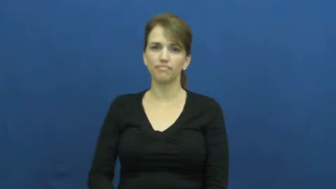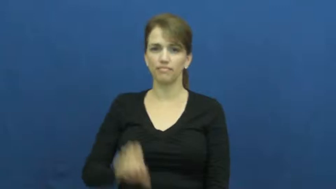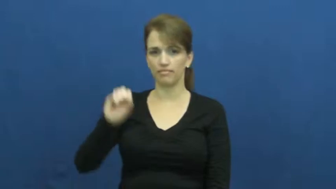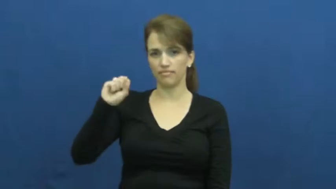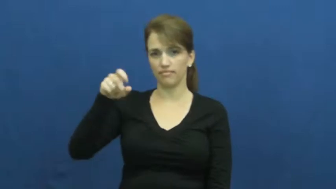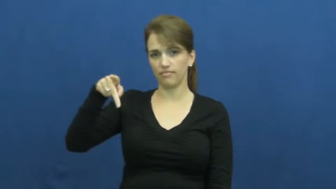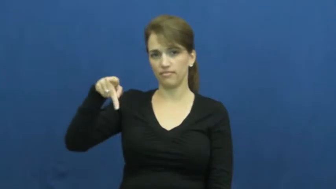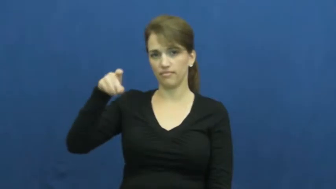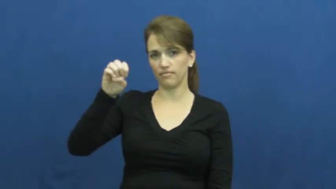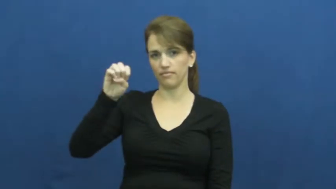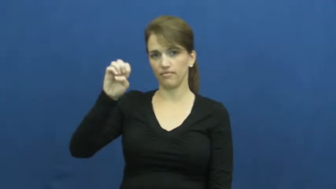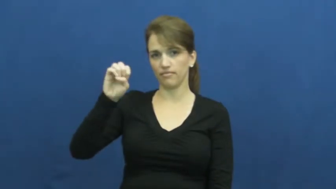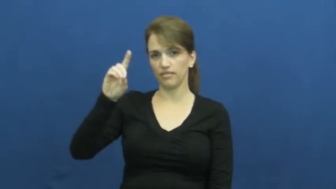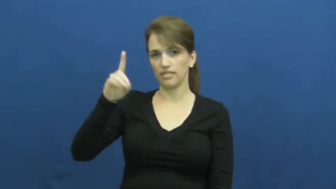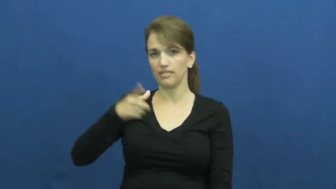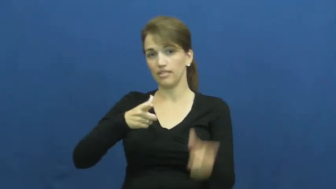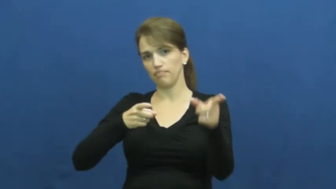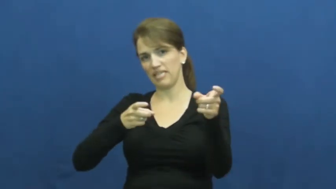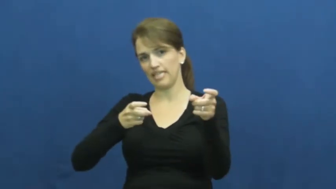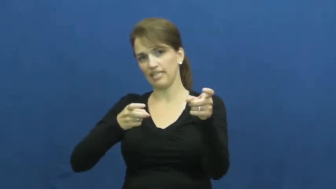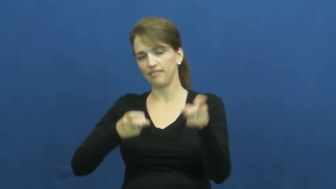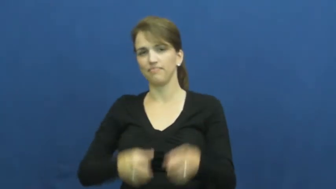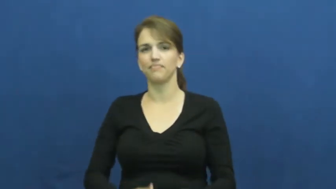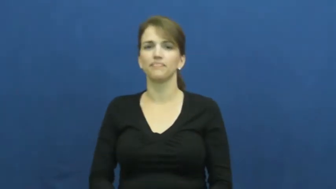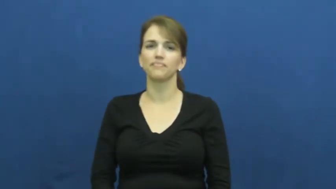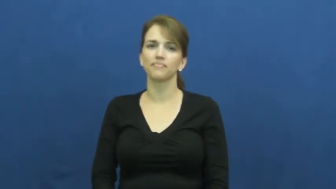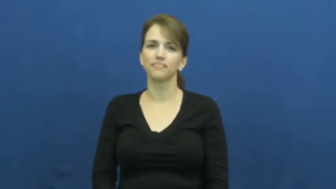speed